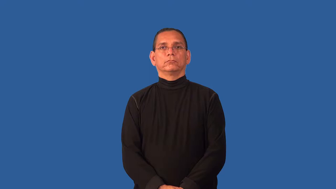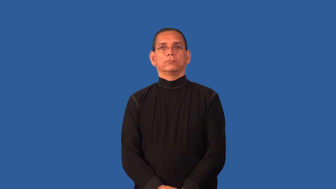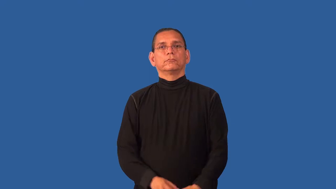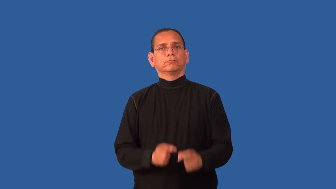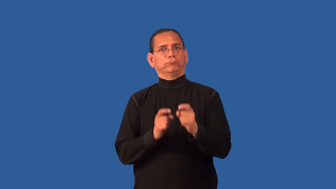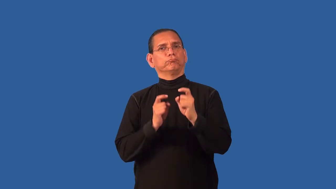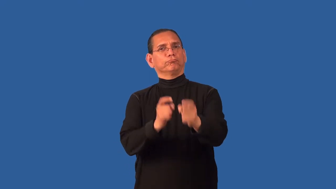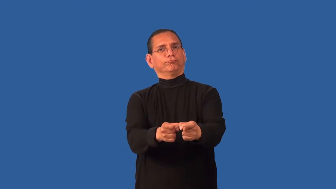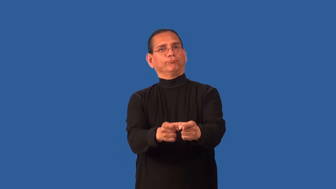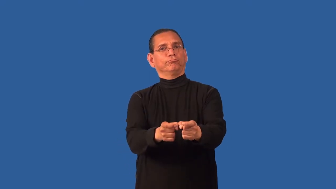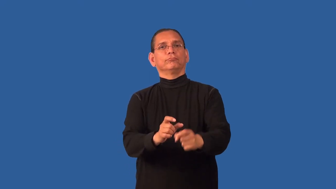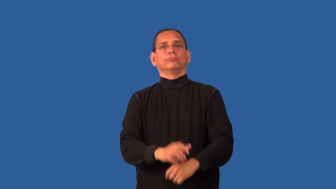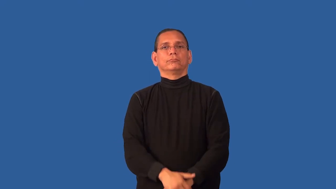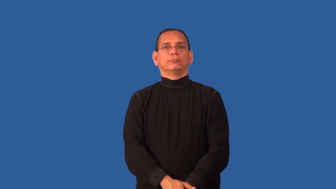contribute,grant,convey